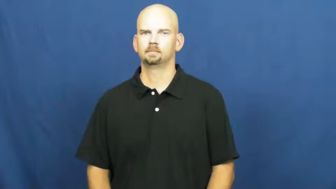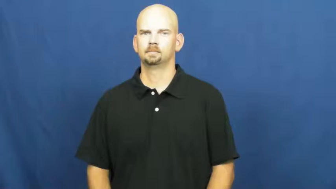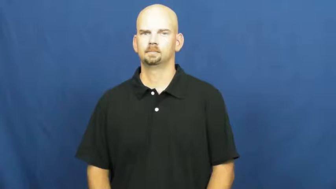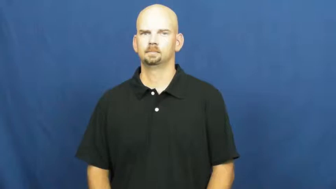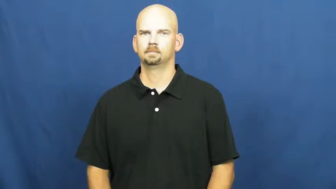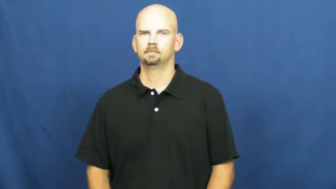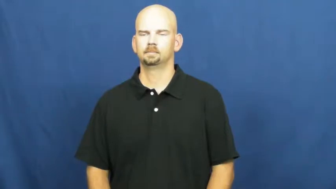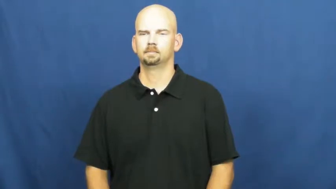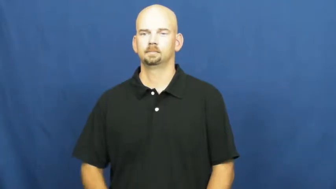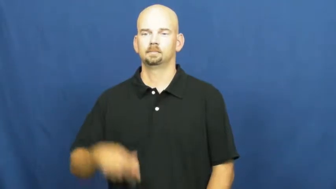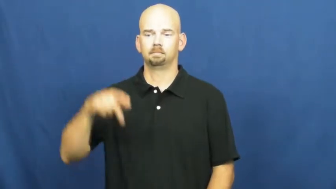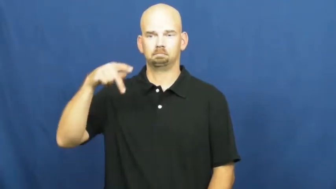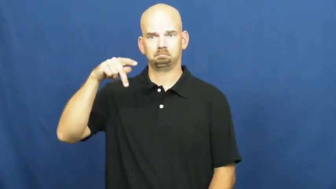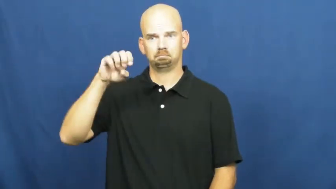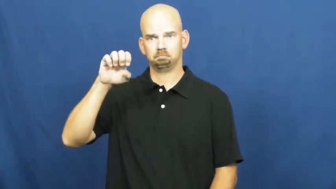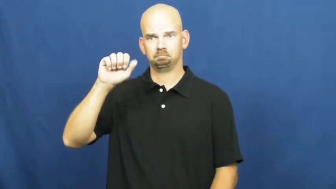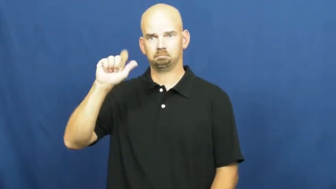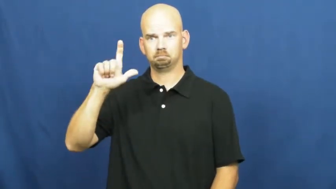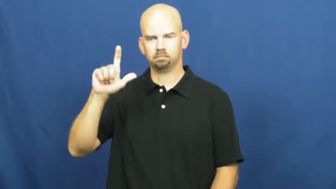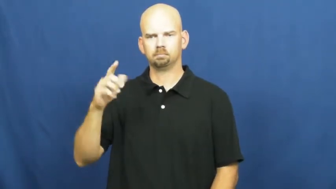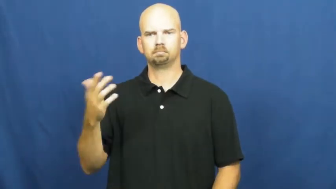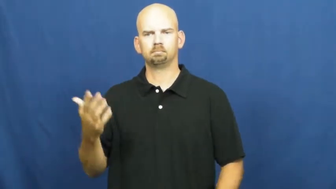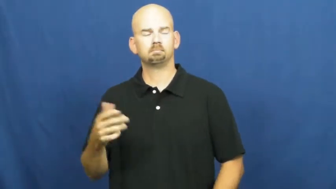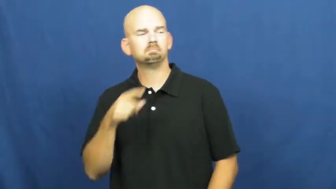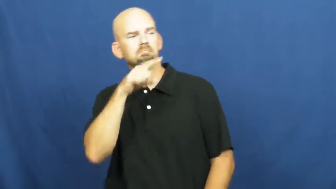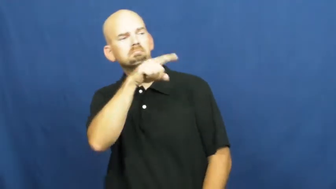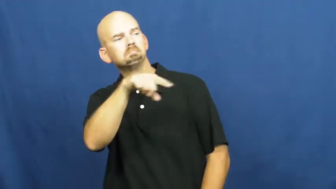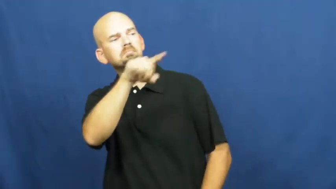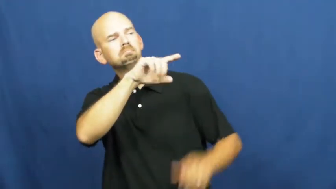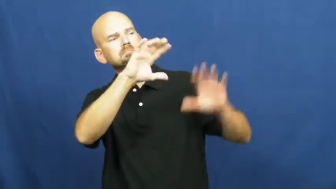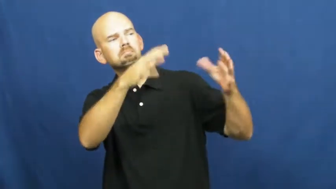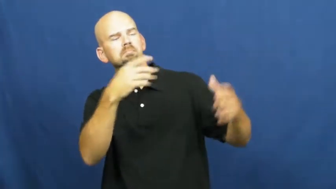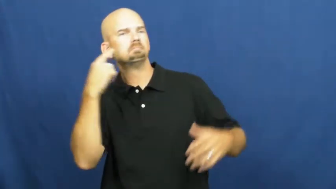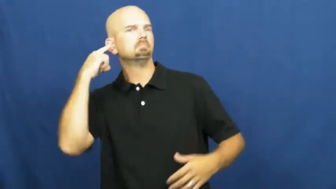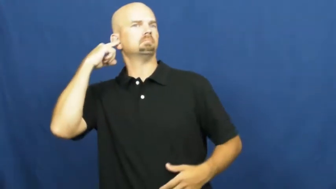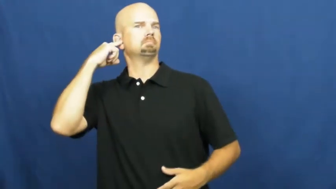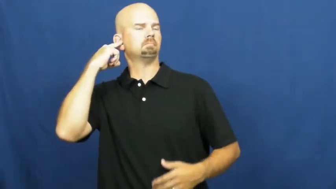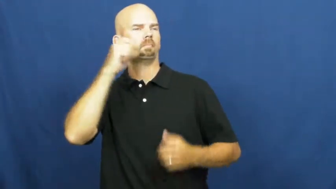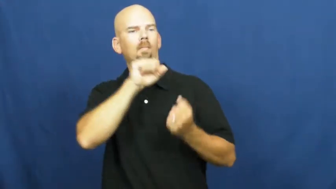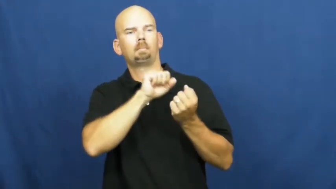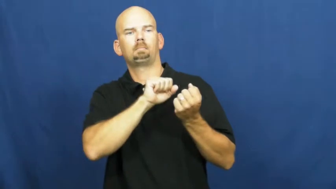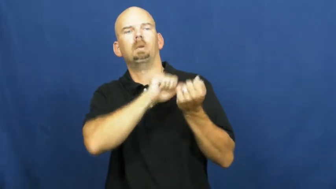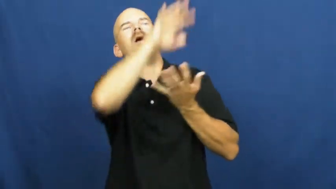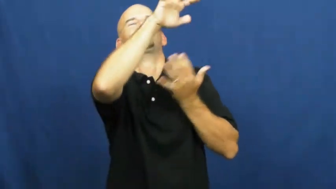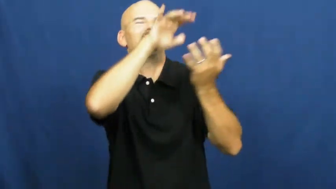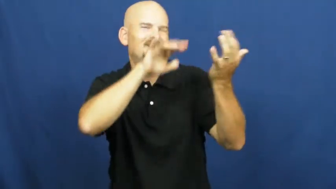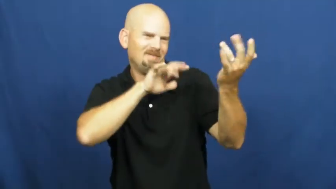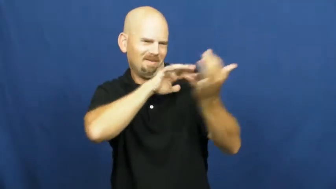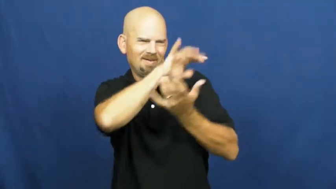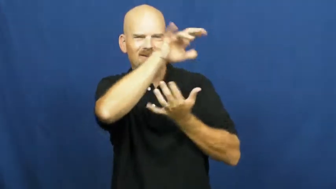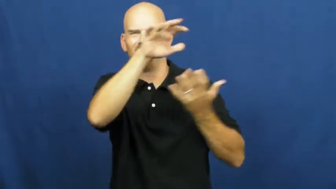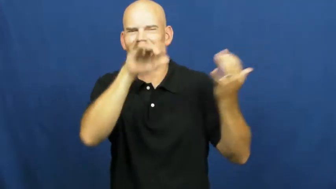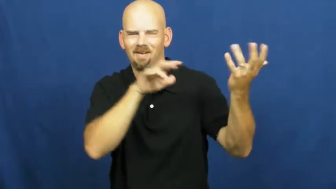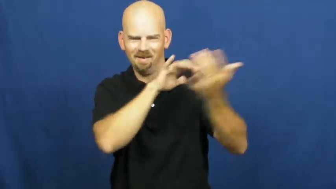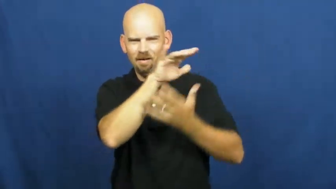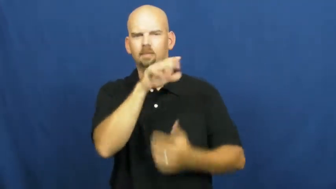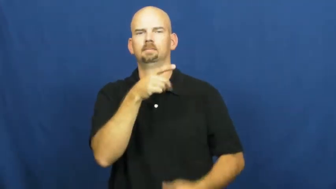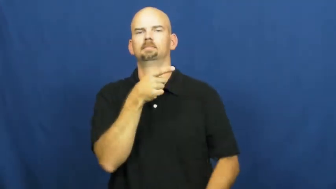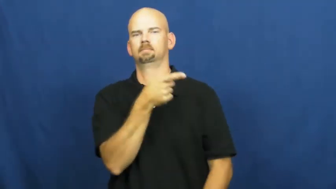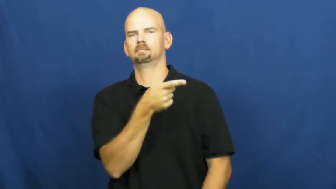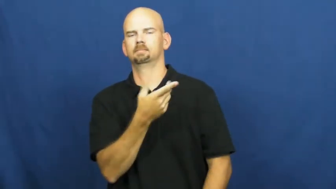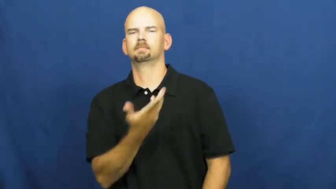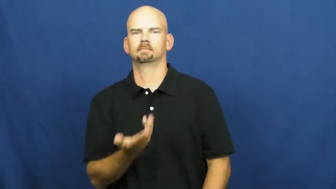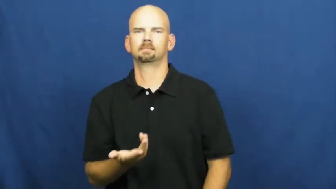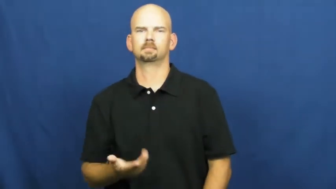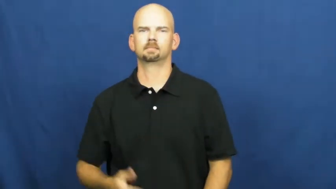peal-laughter